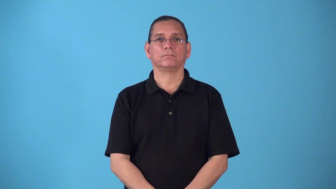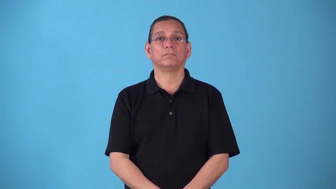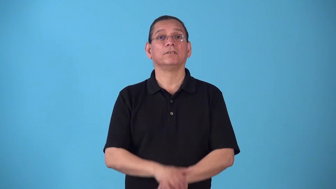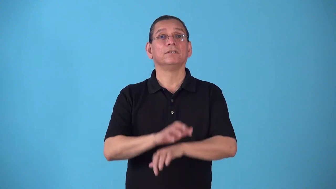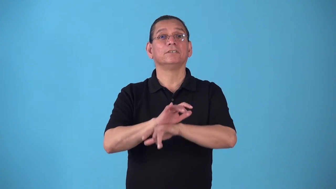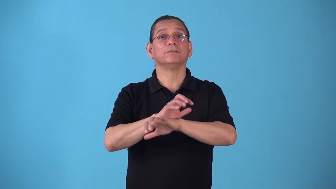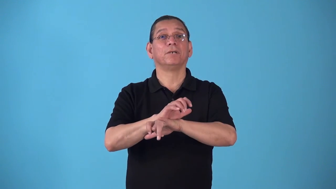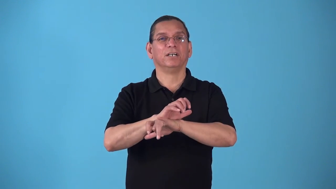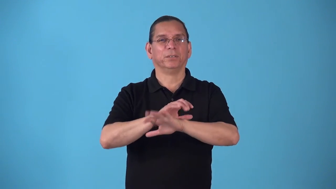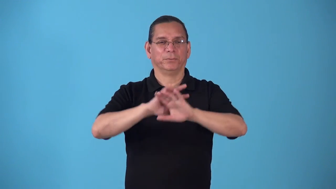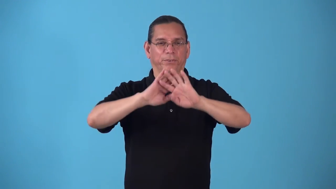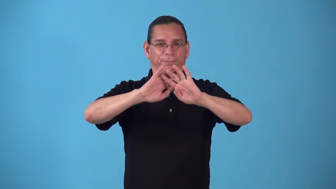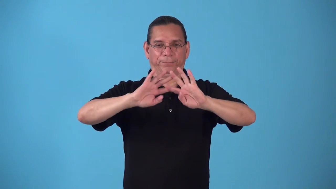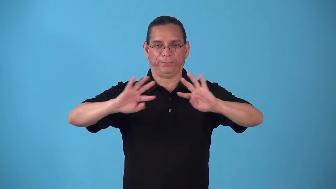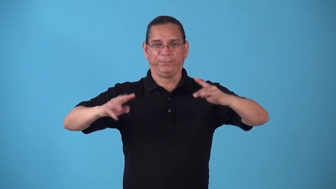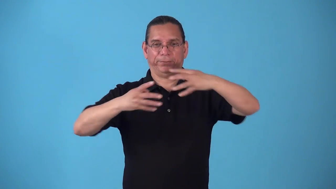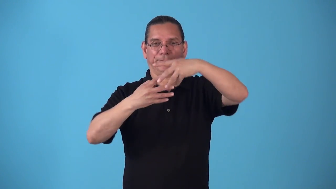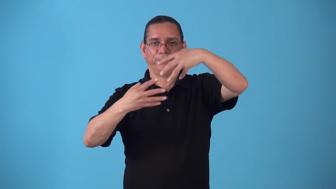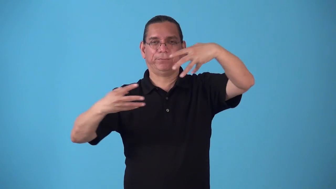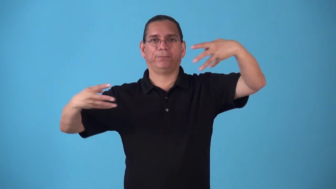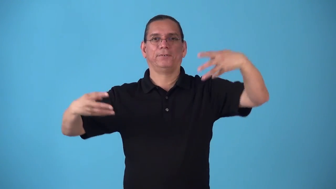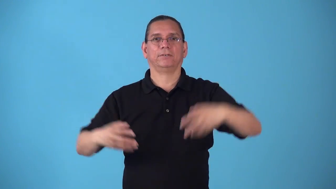spiderweb